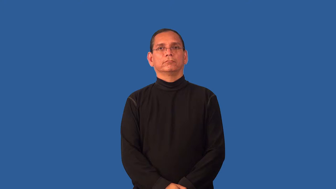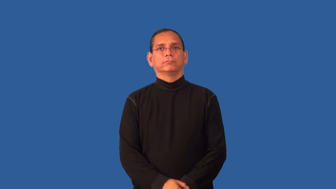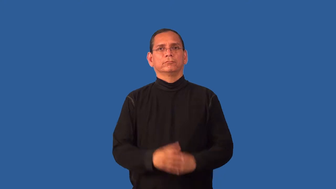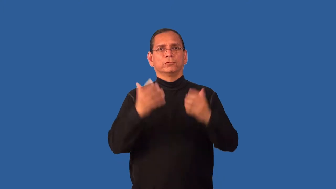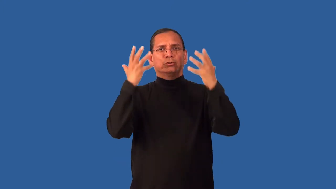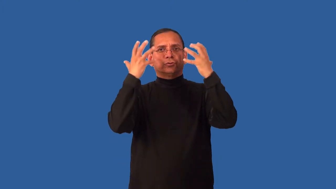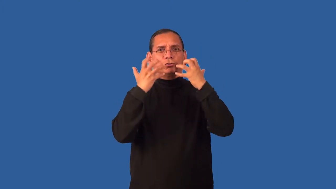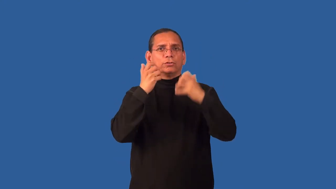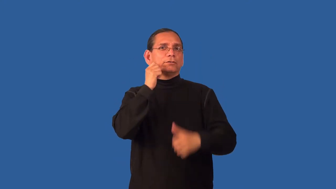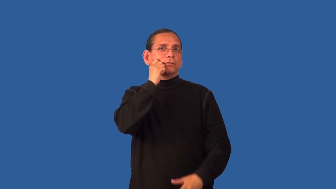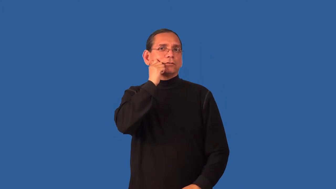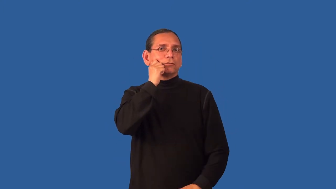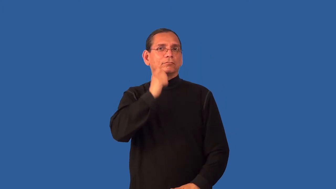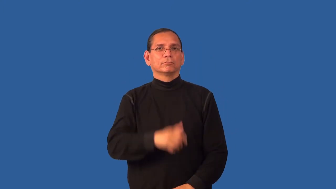dusky-dark skin